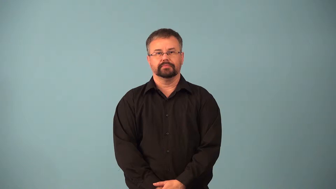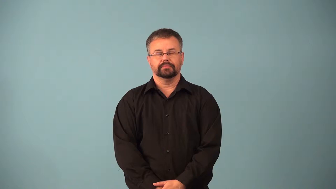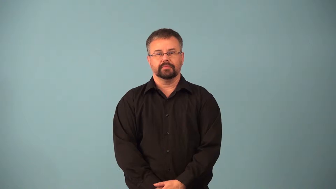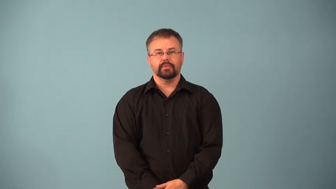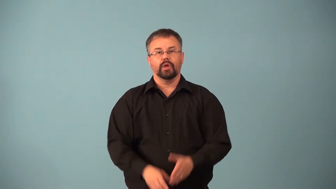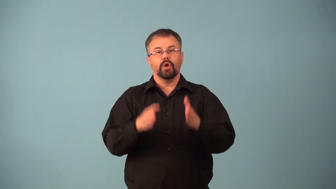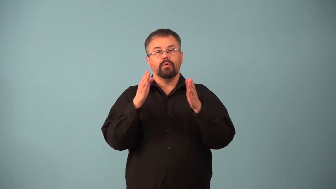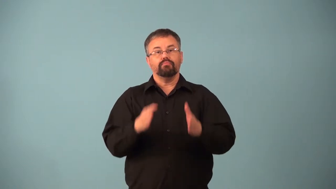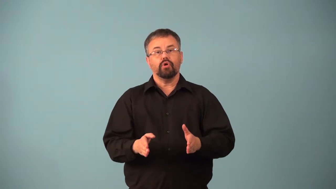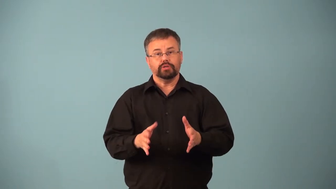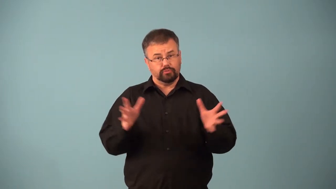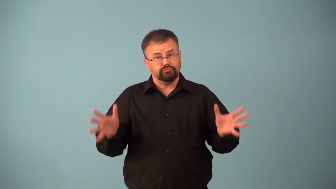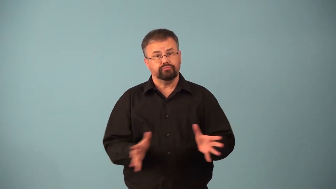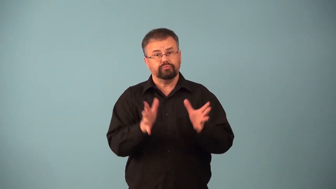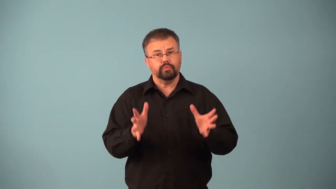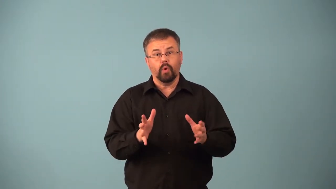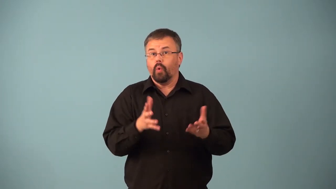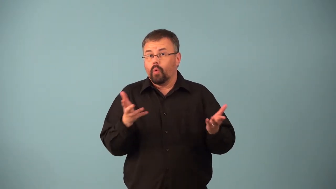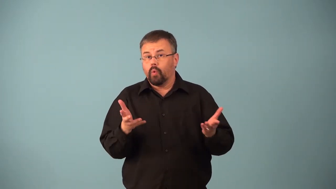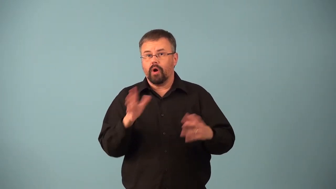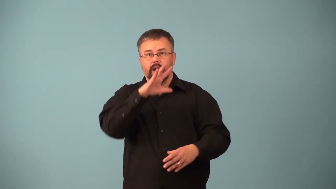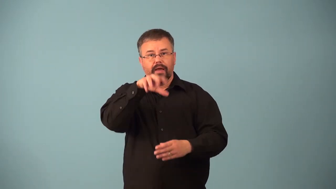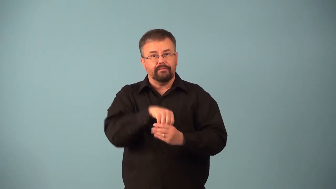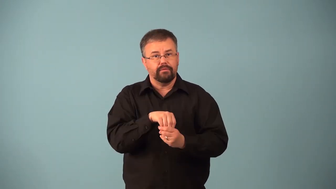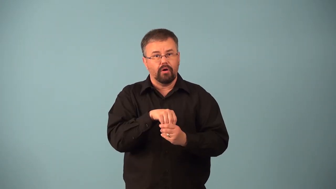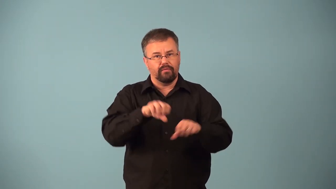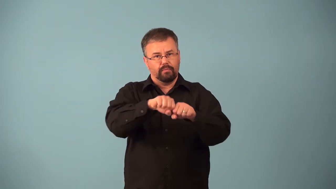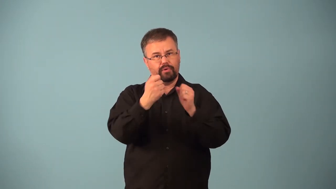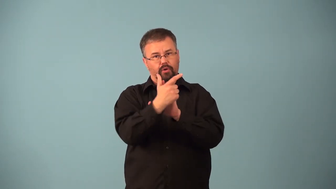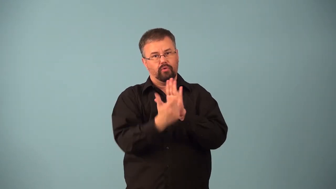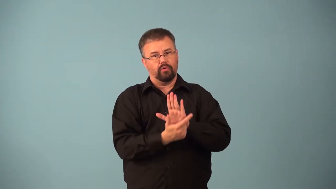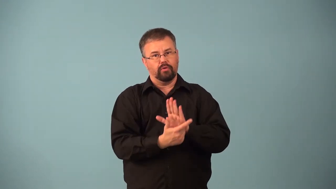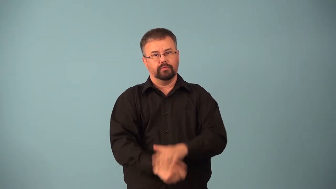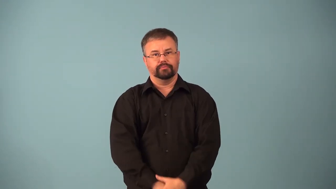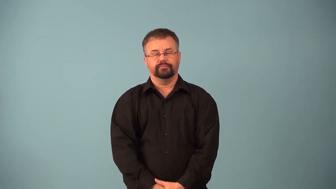abettor